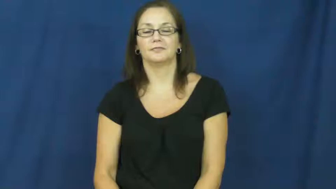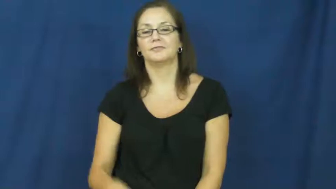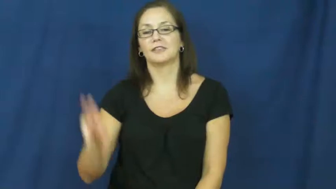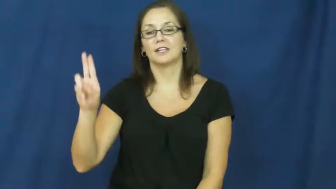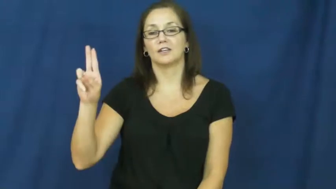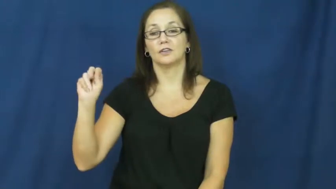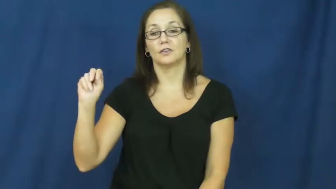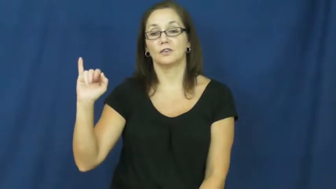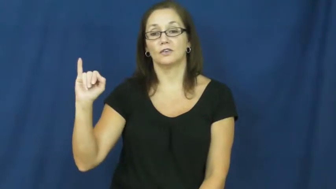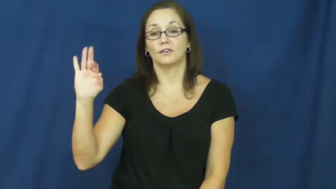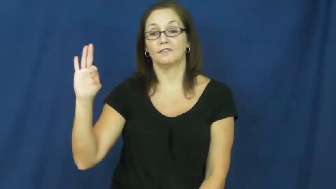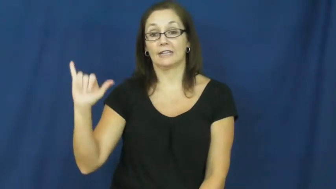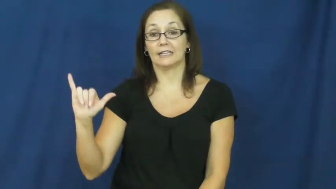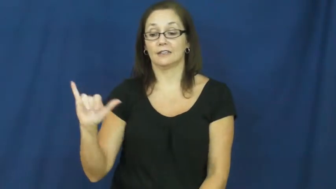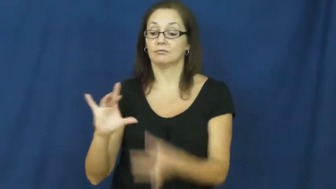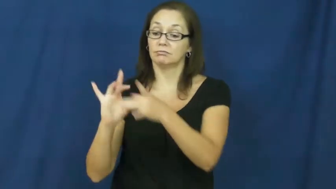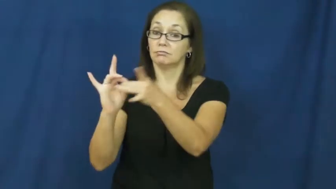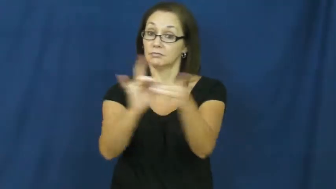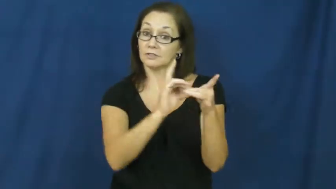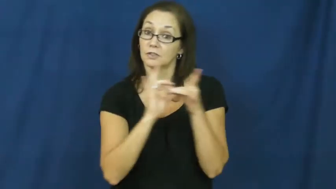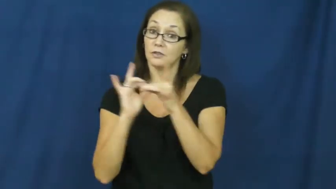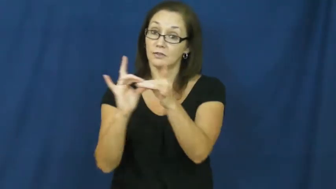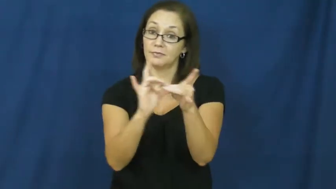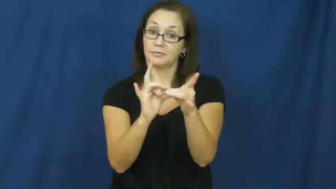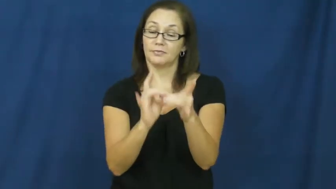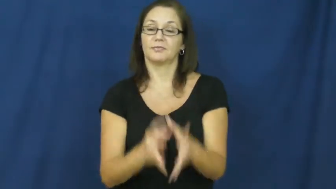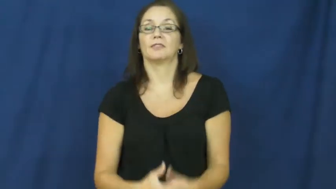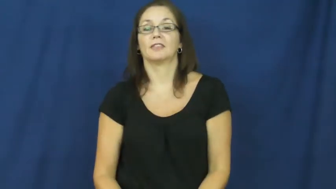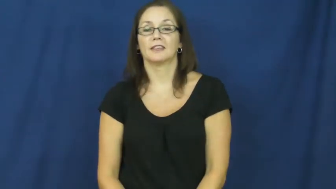unify